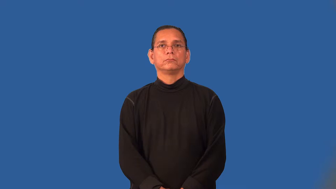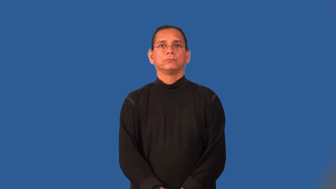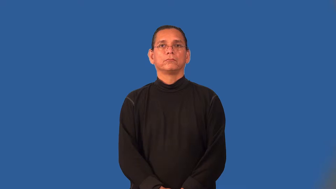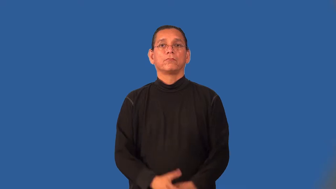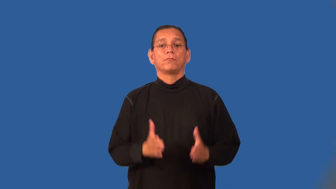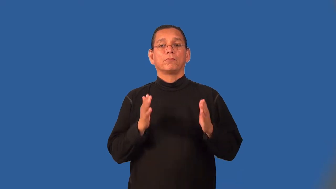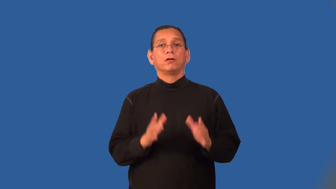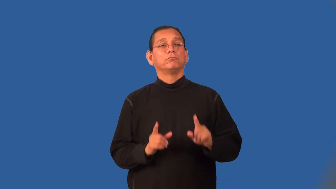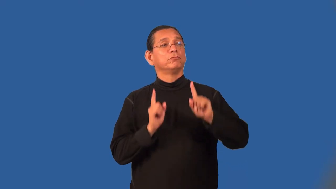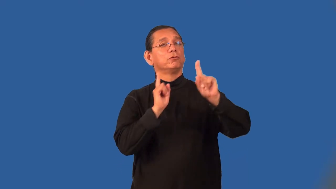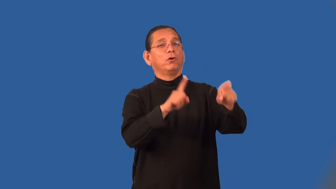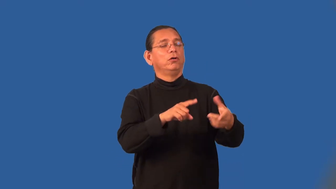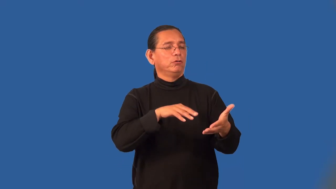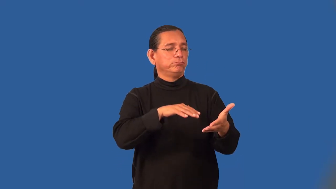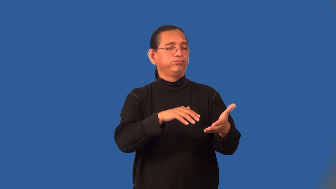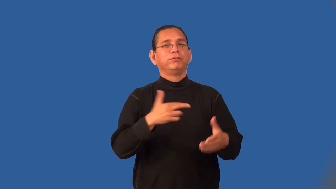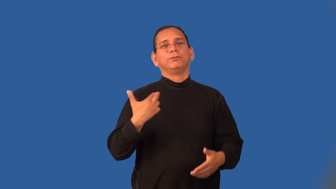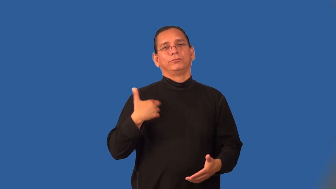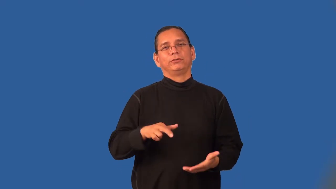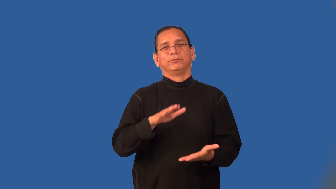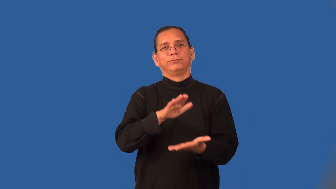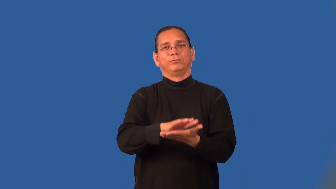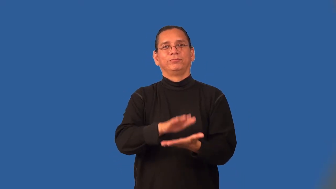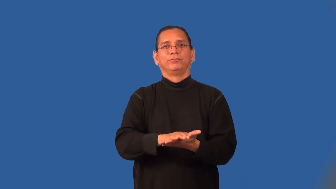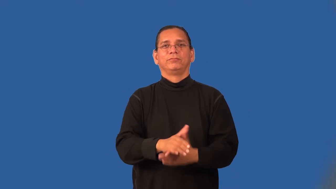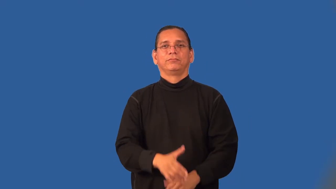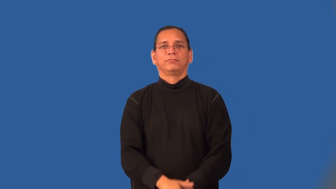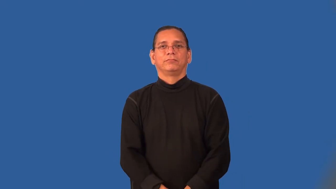seminarian,seminarist